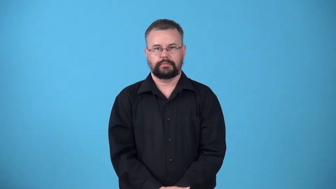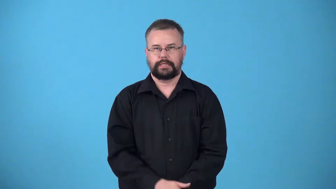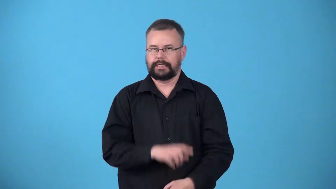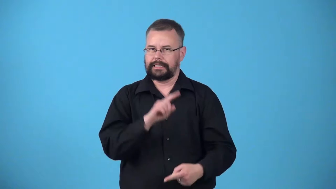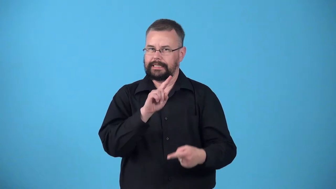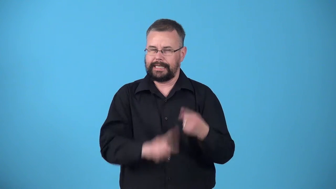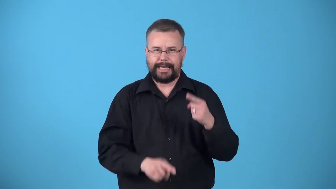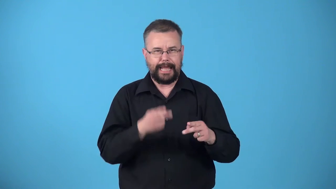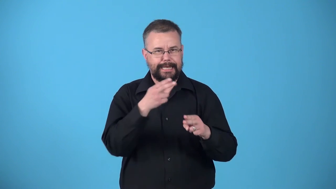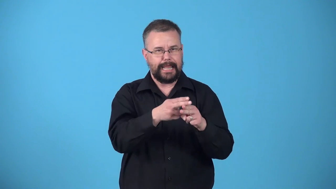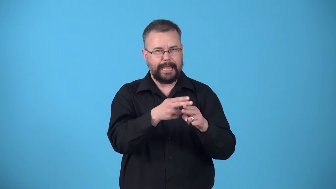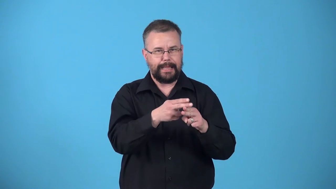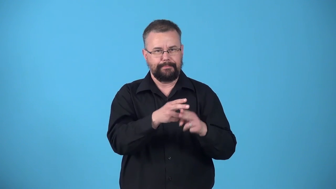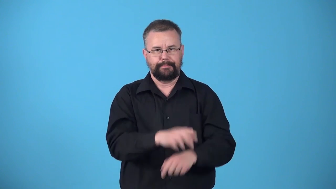unnameable